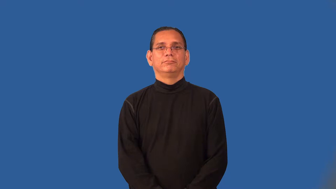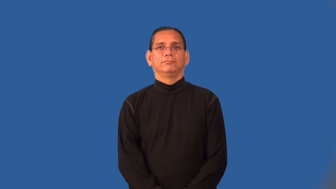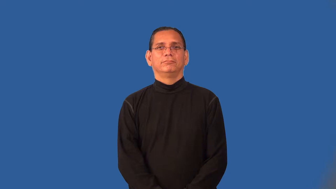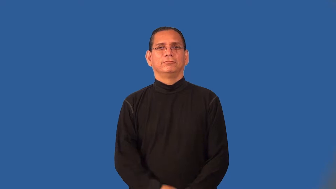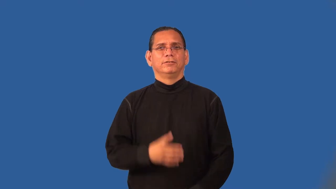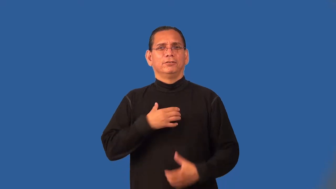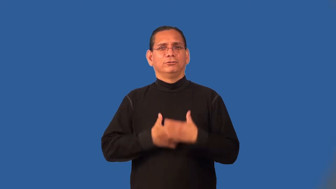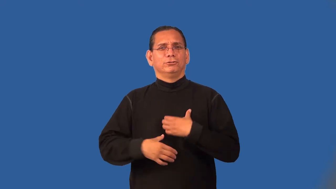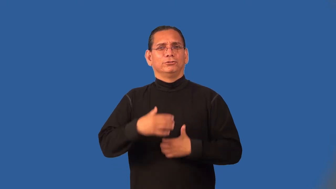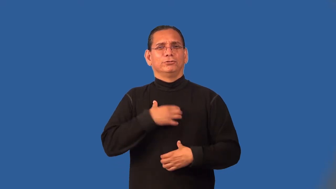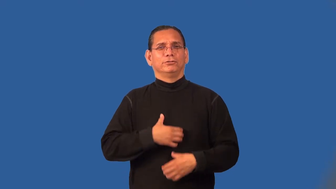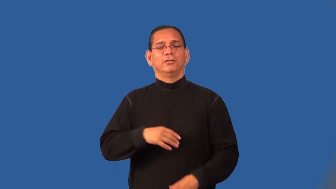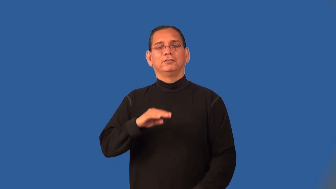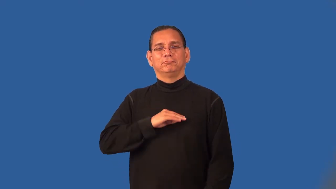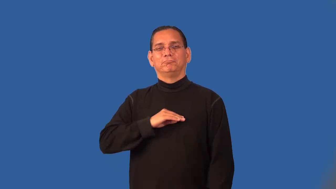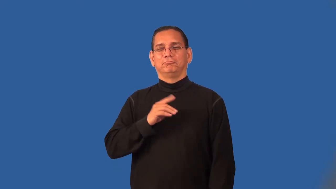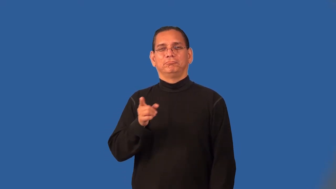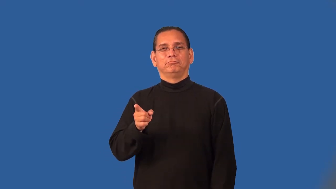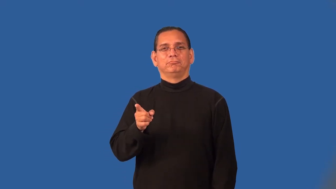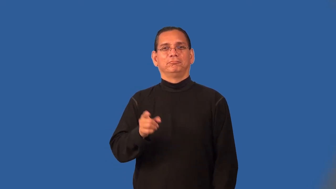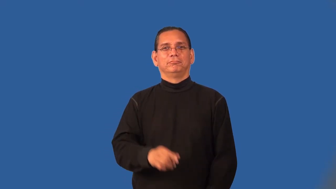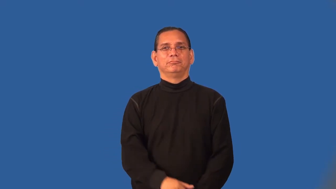pander